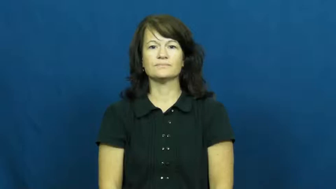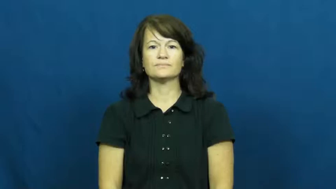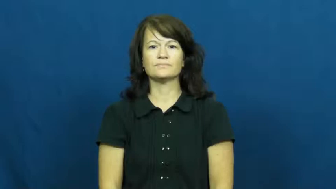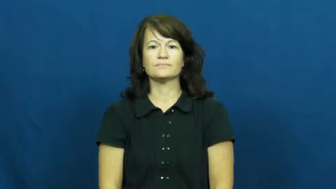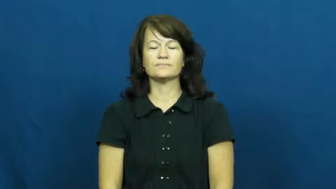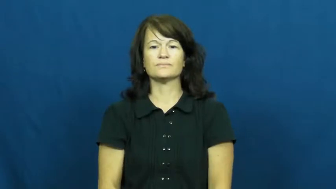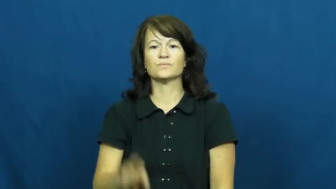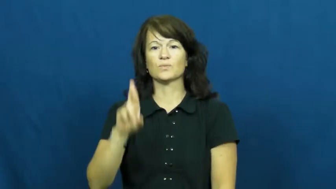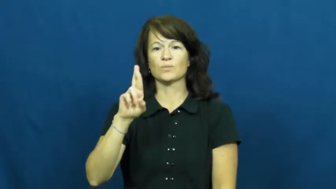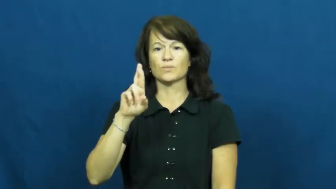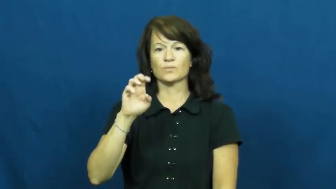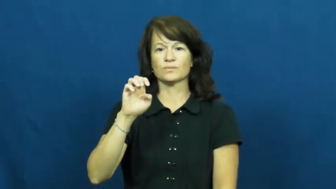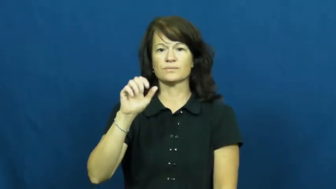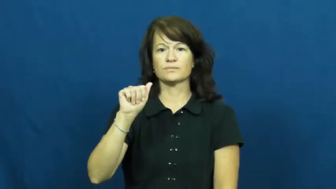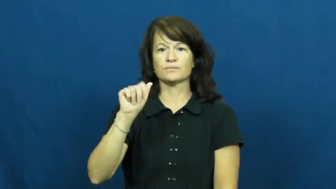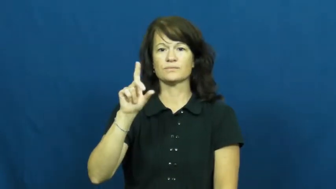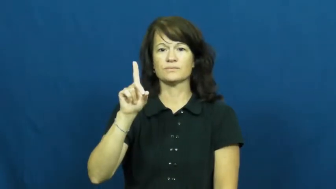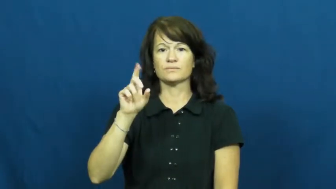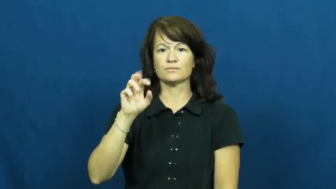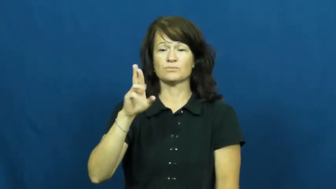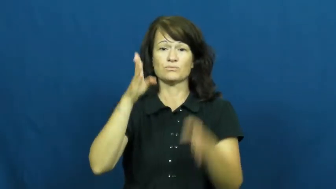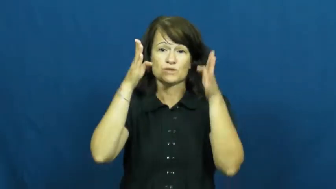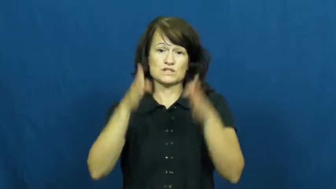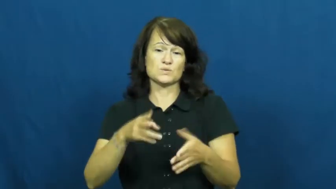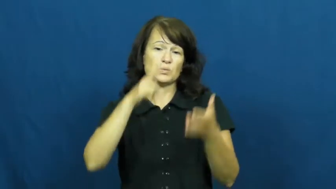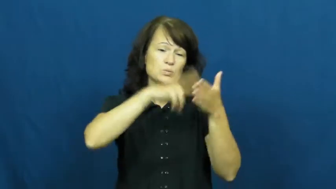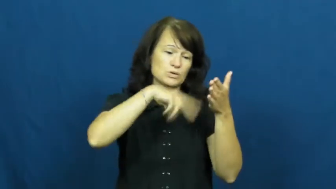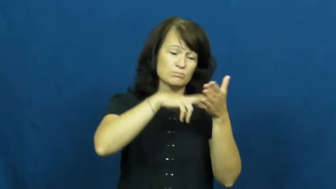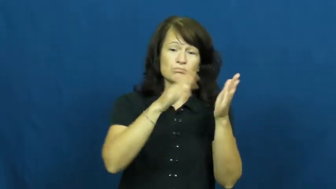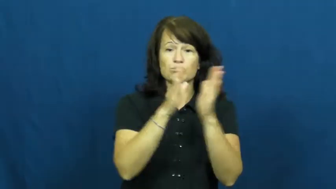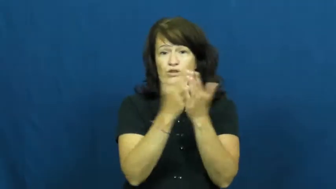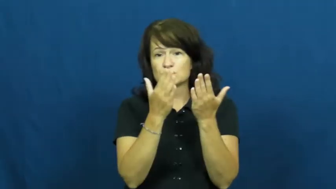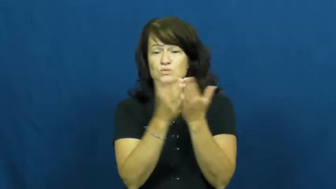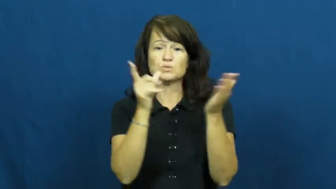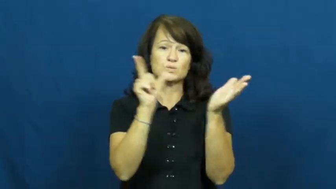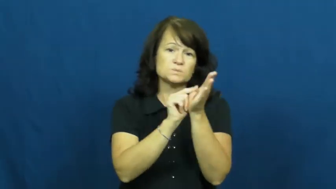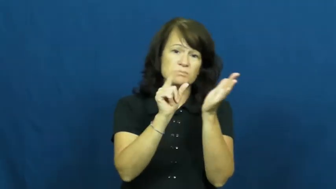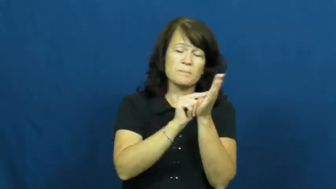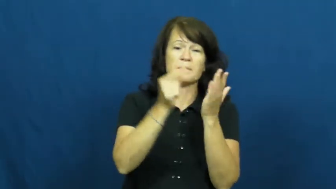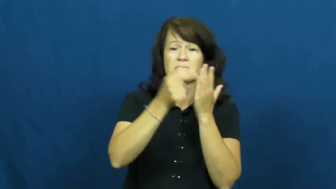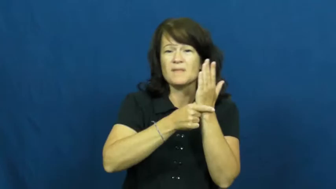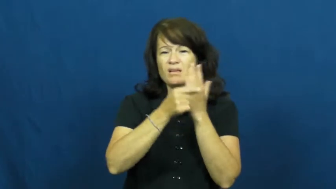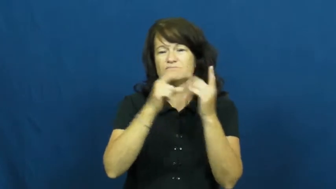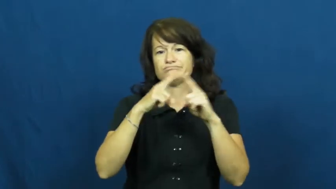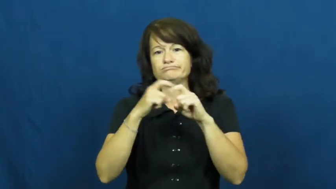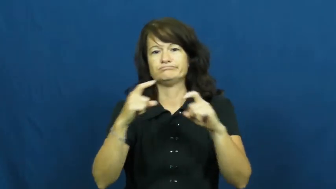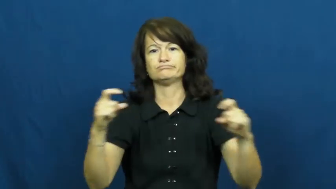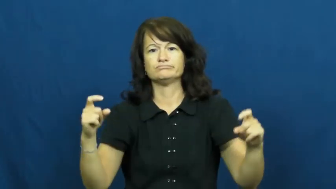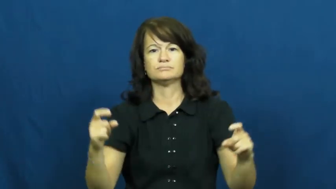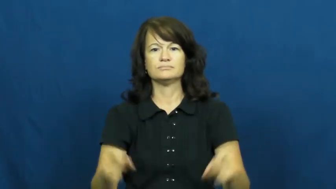reader